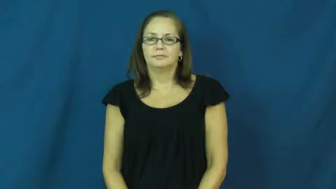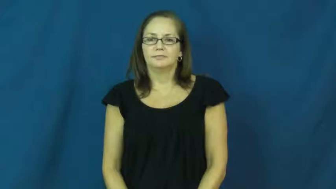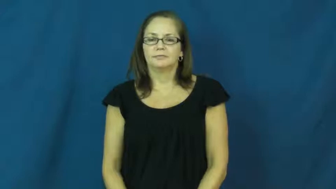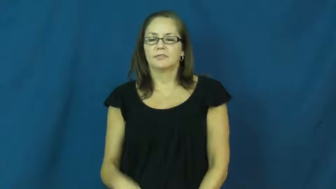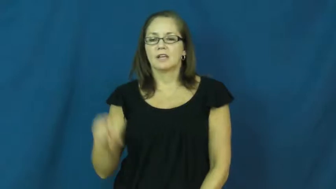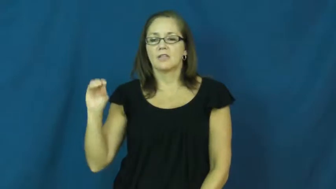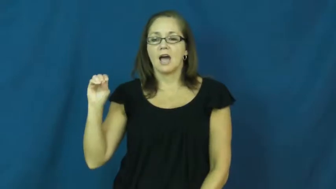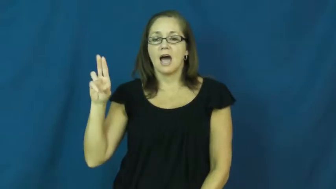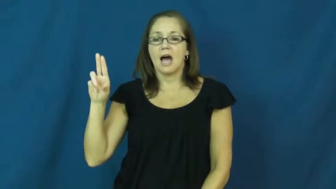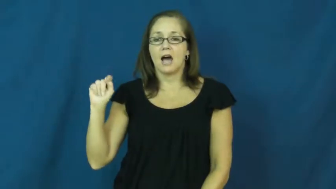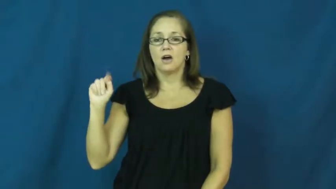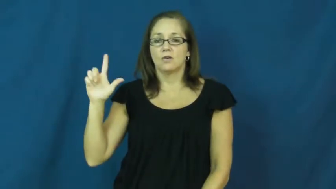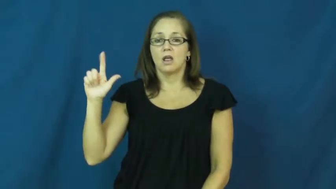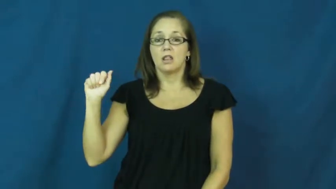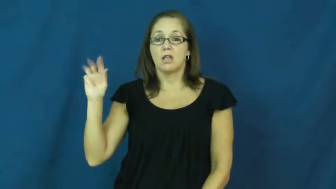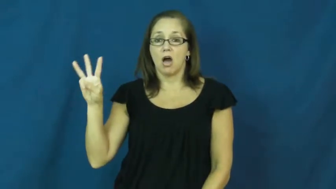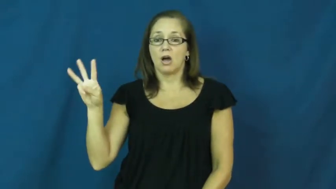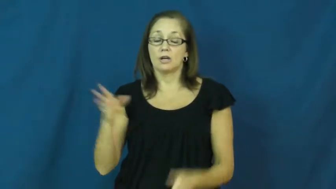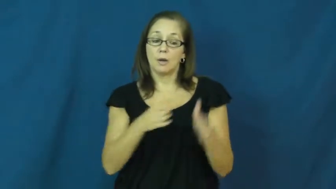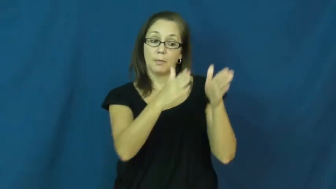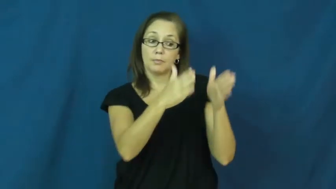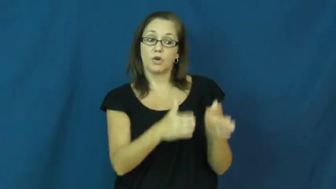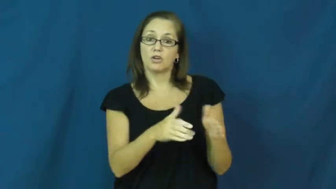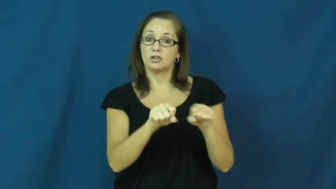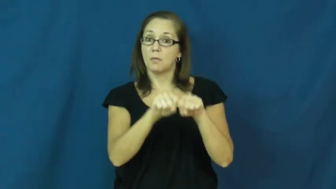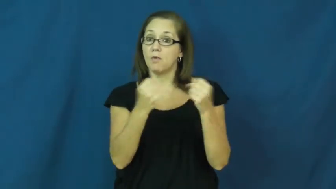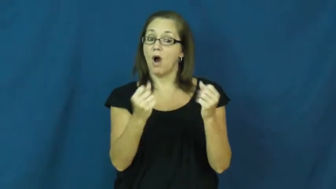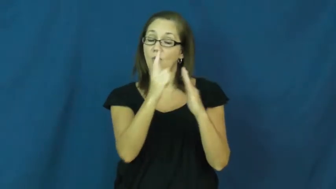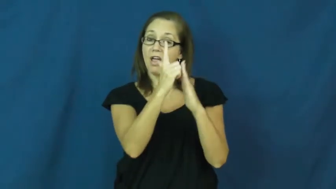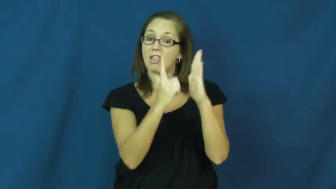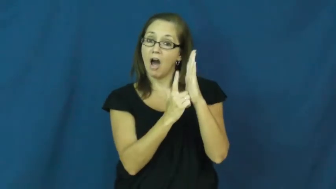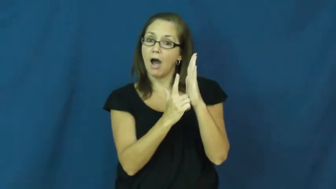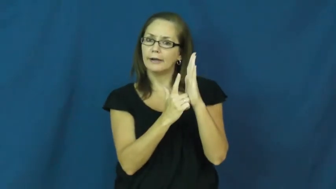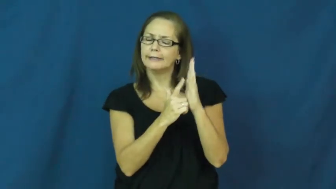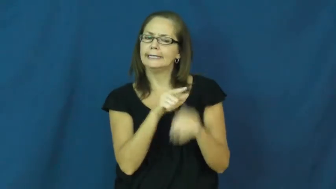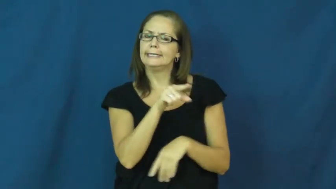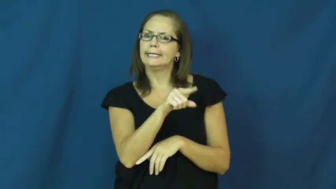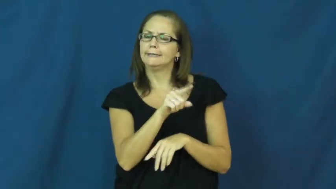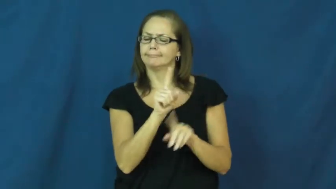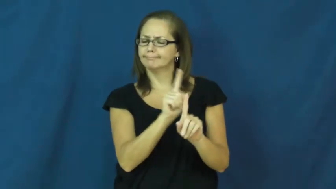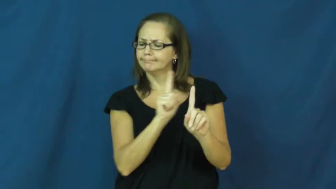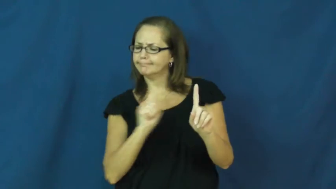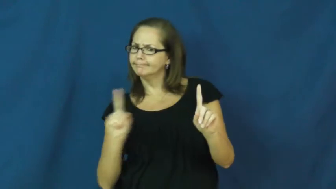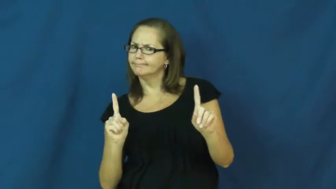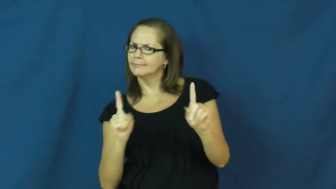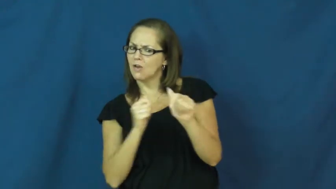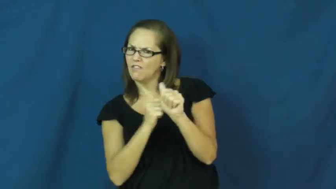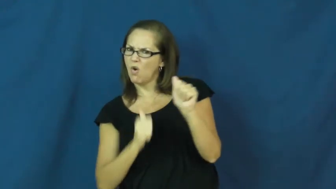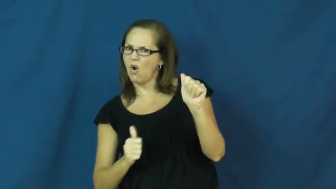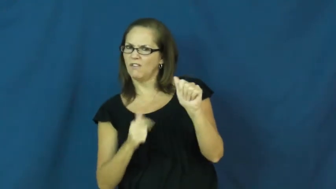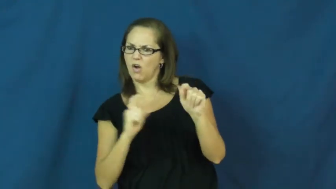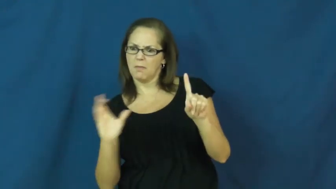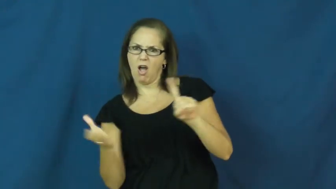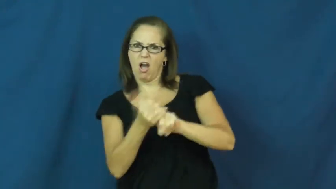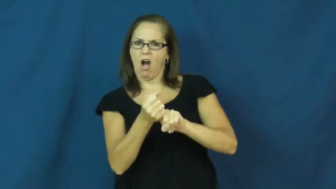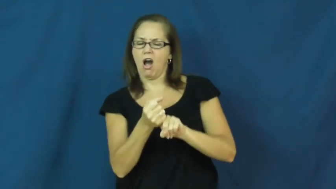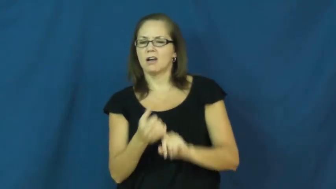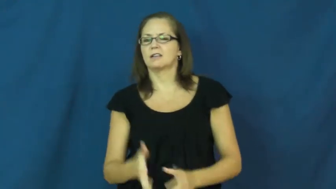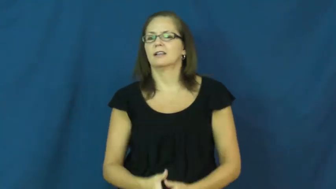outlaw-person